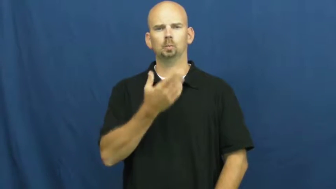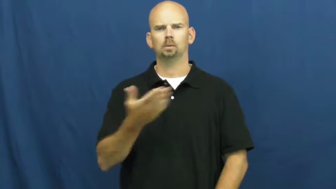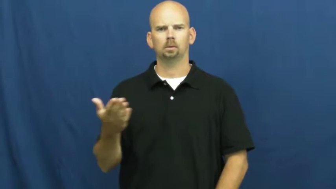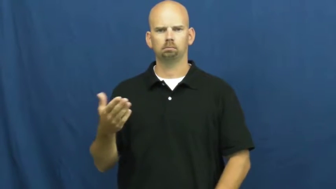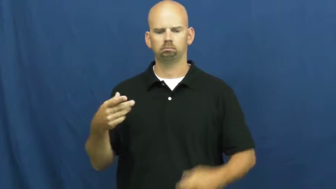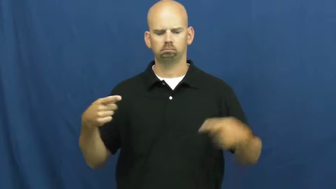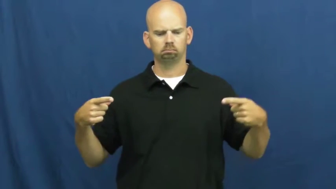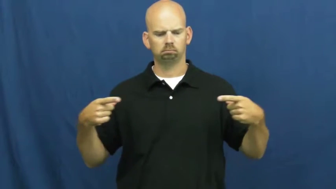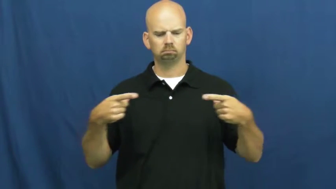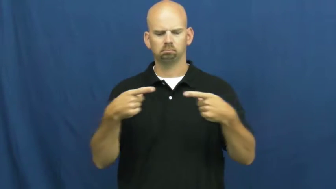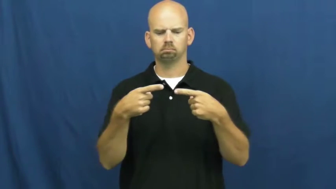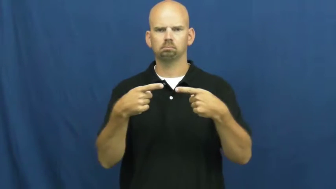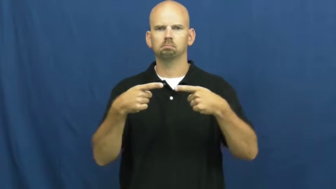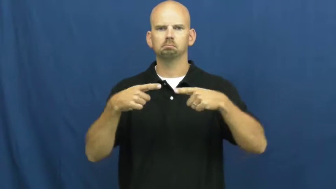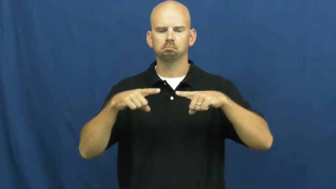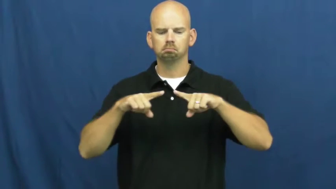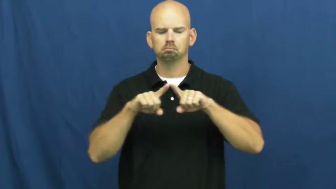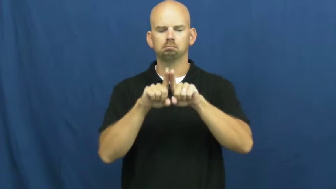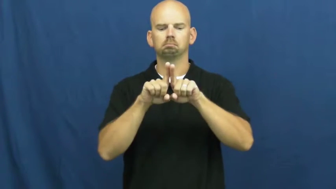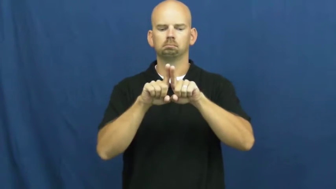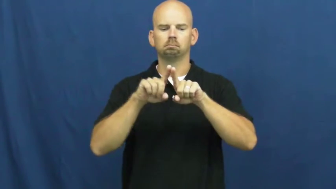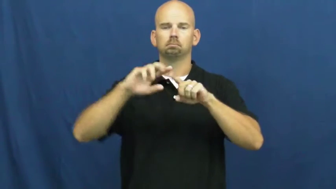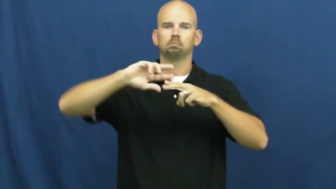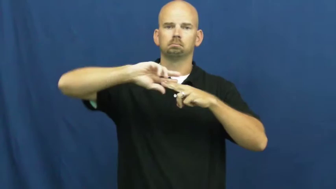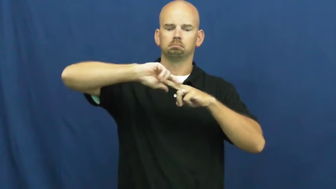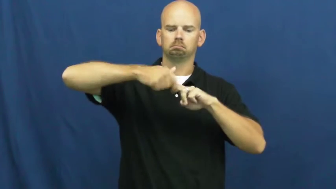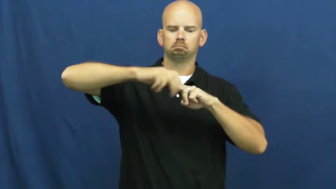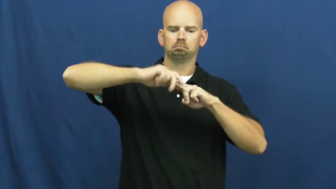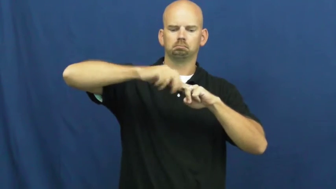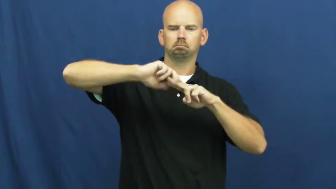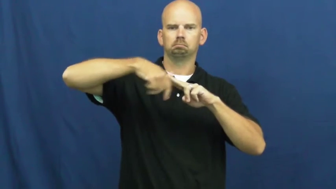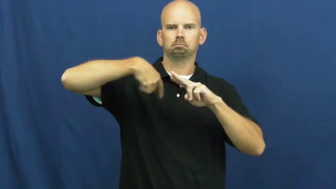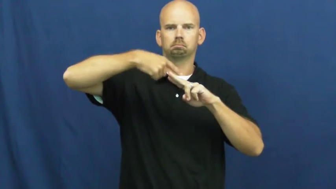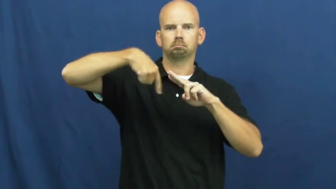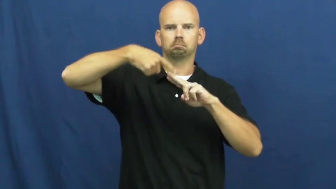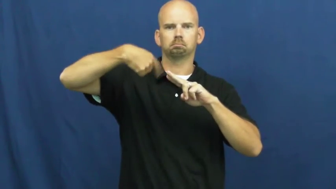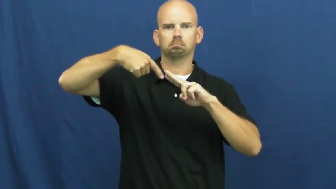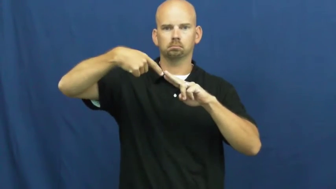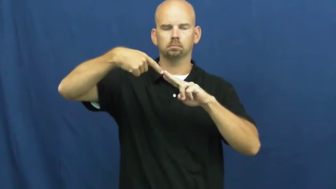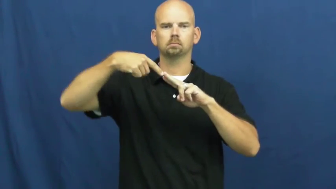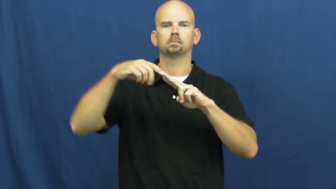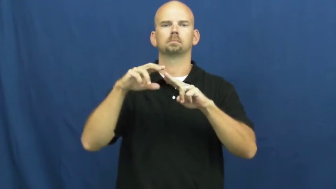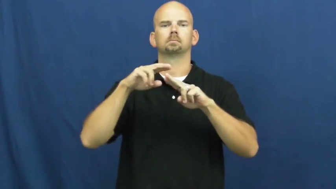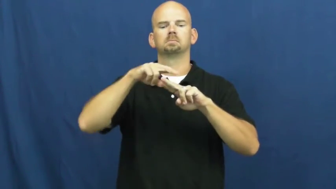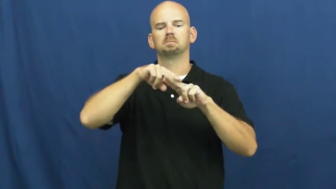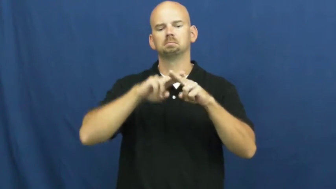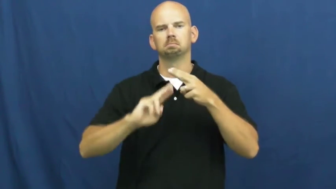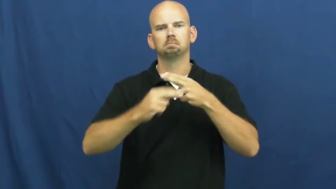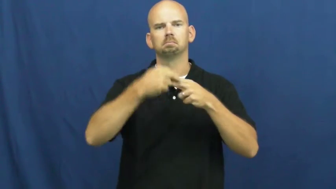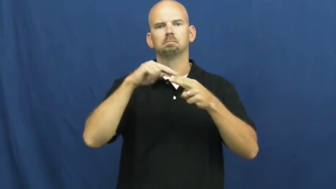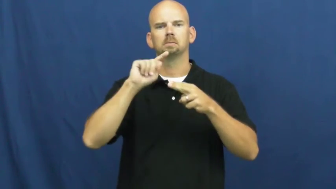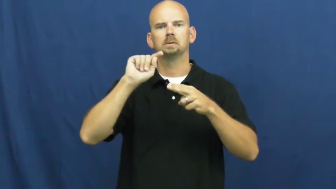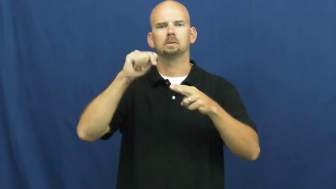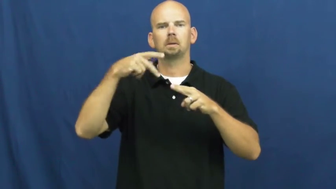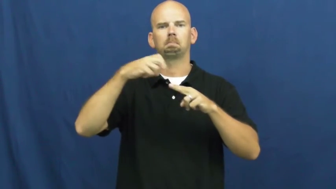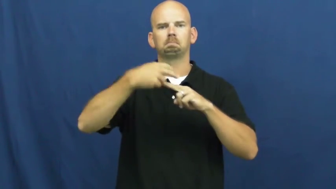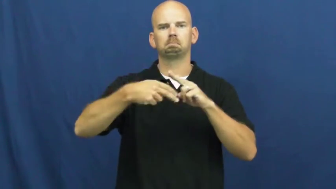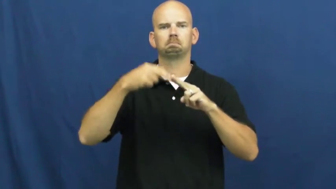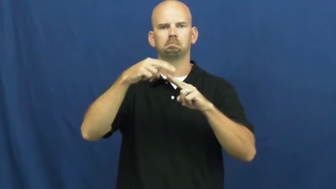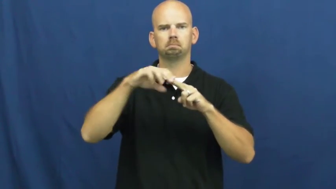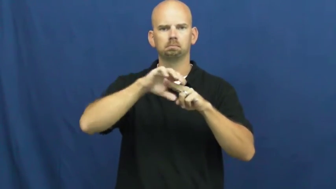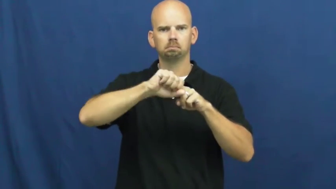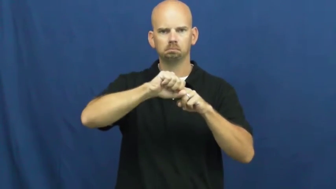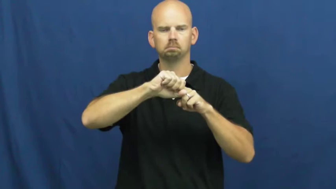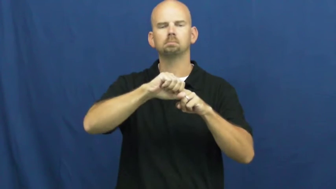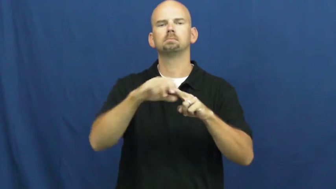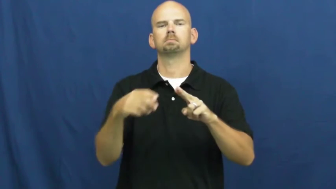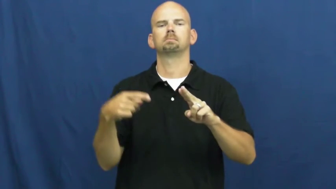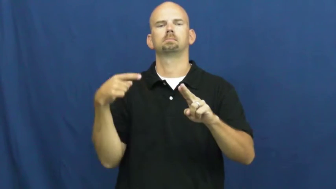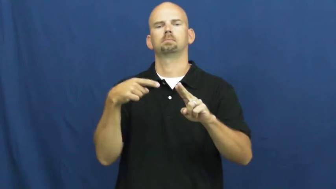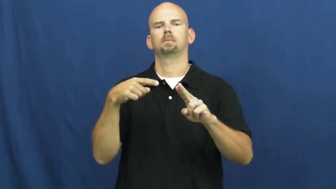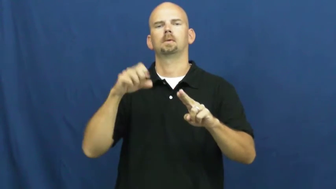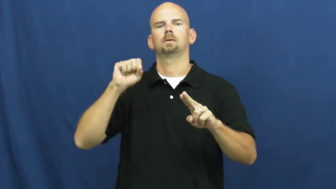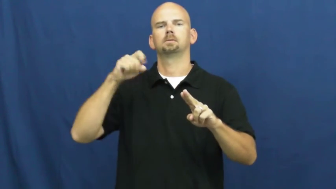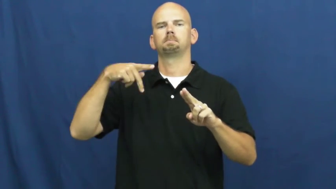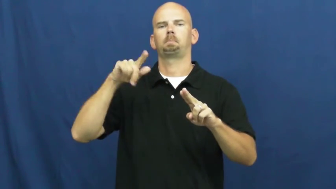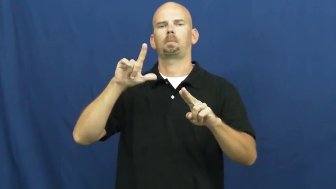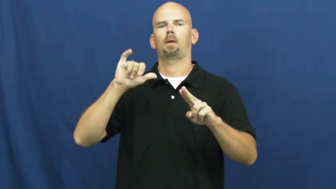splice